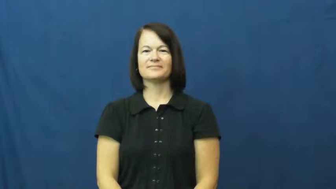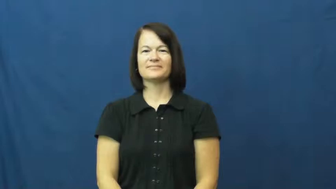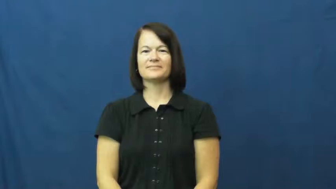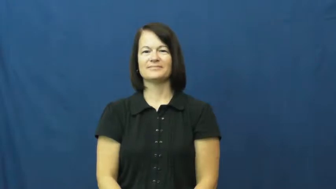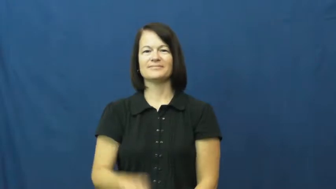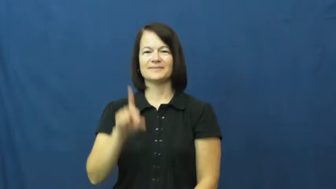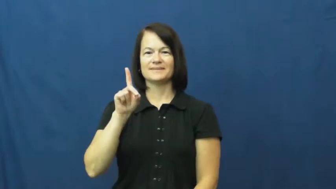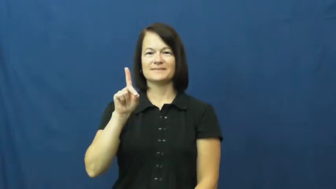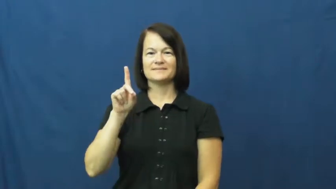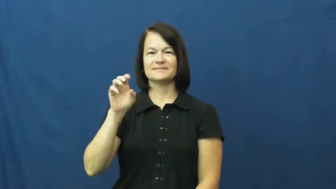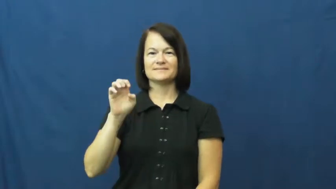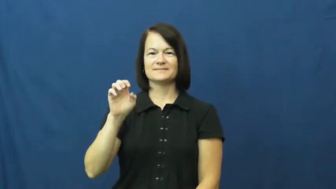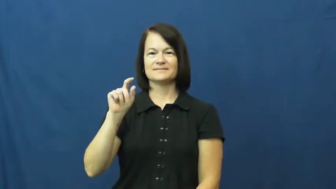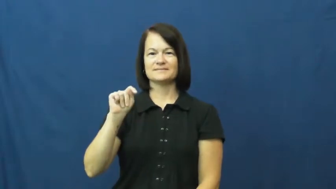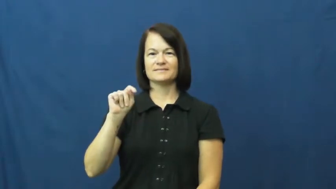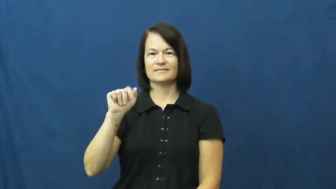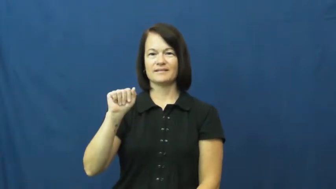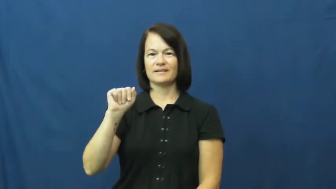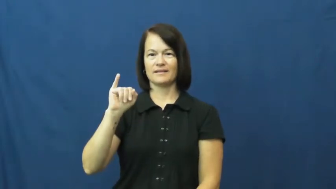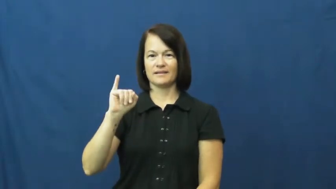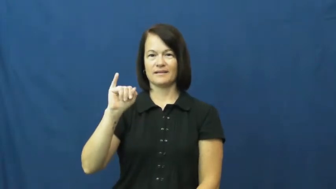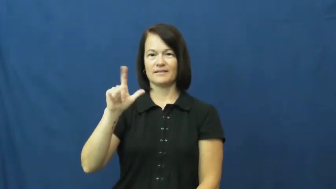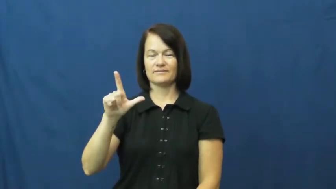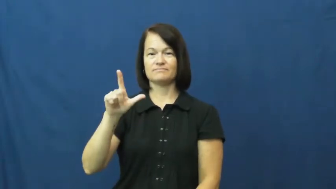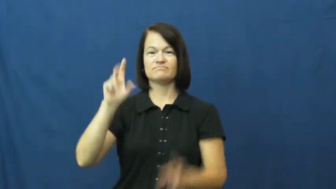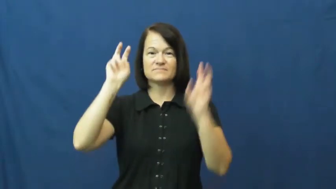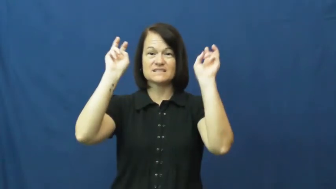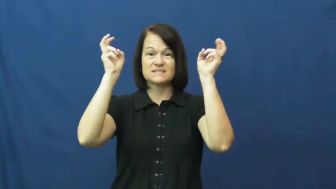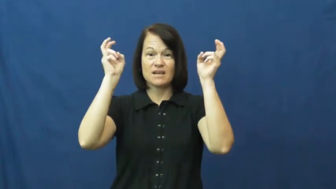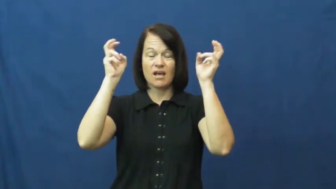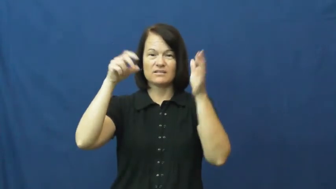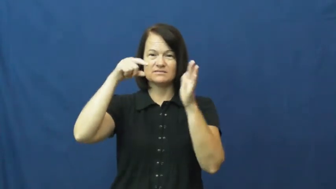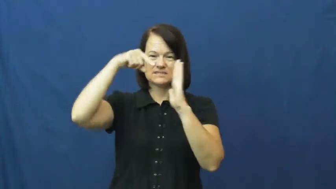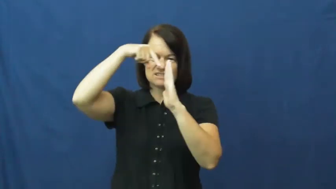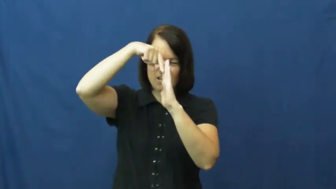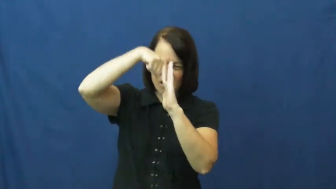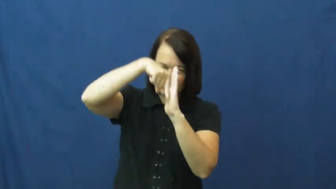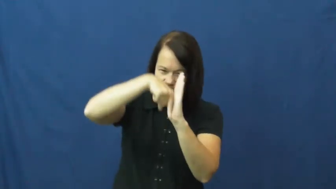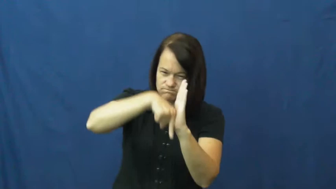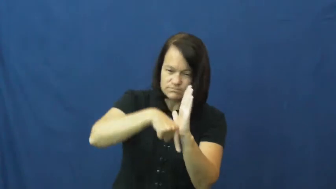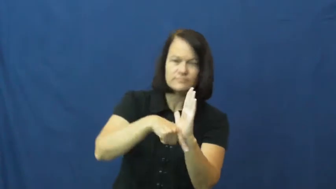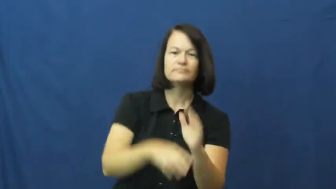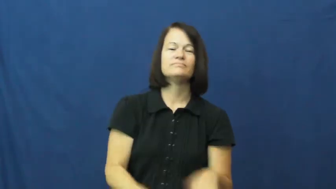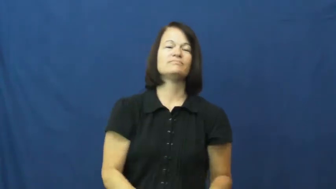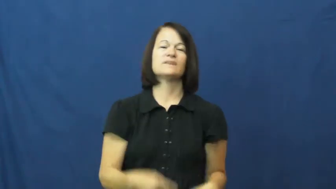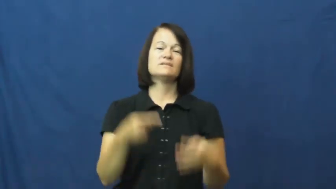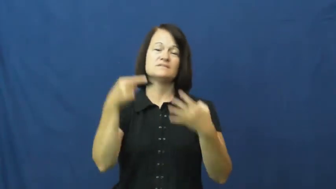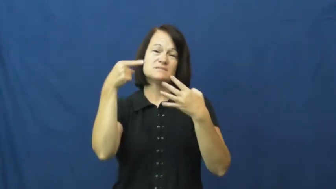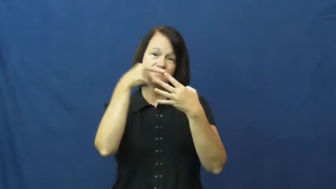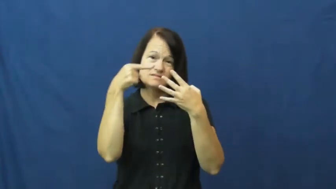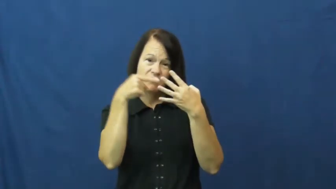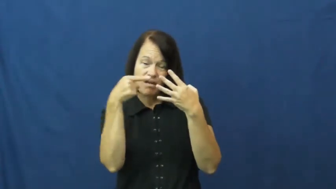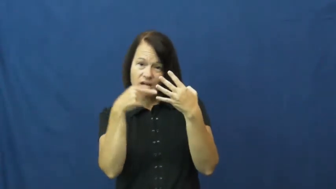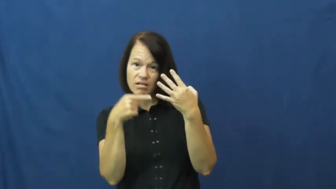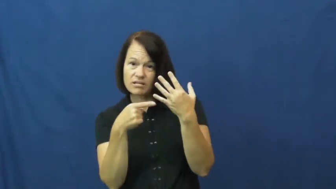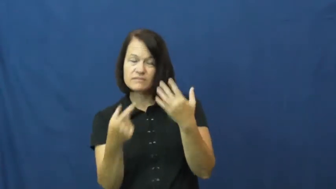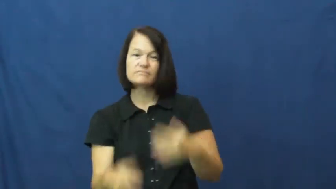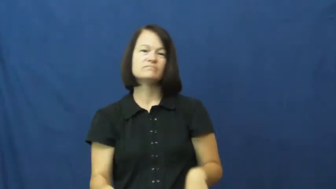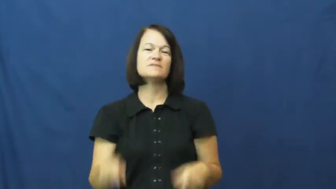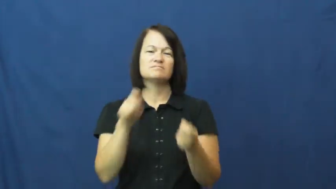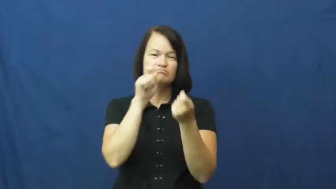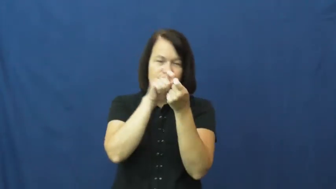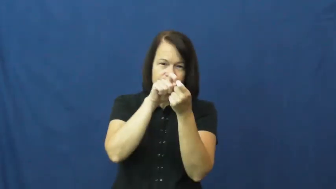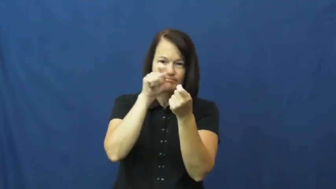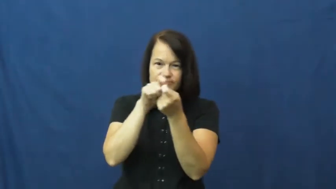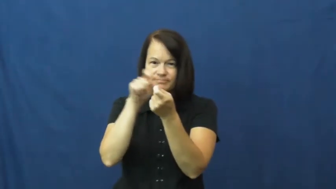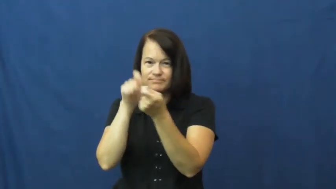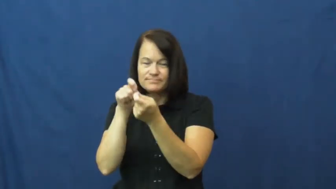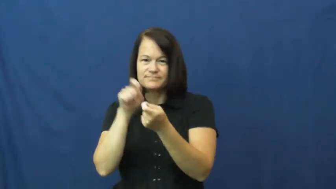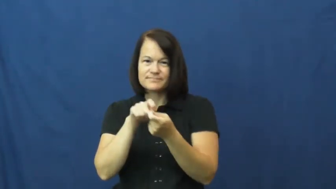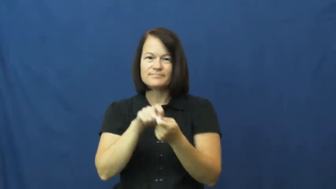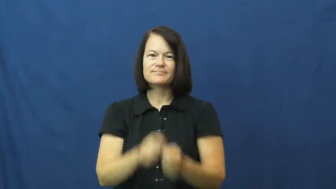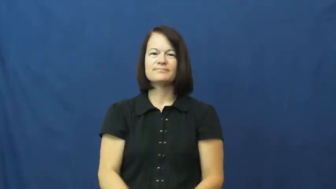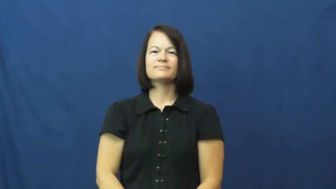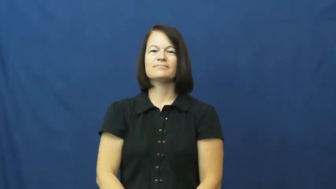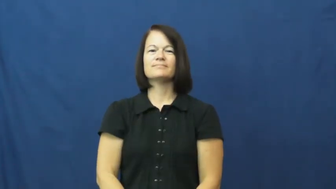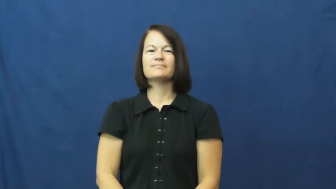detail,at length-specifics